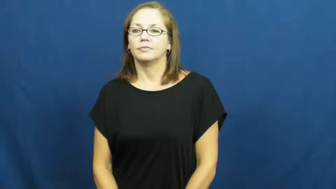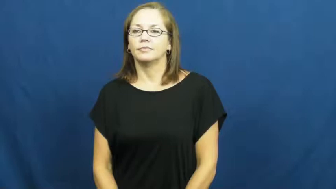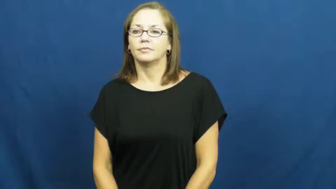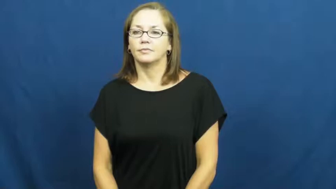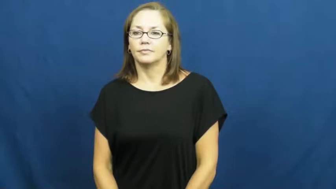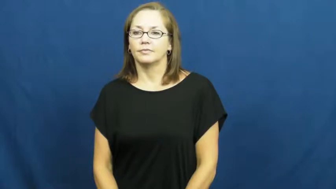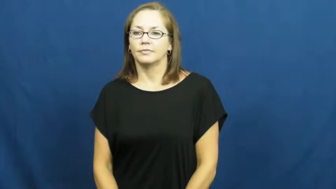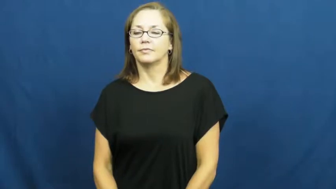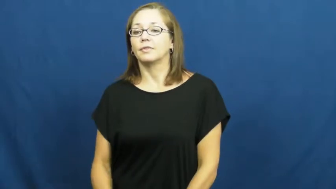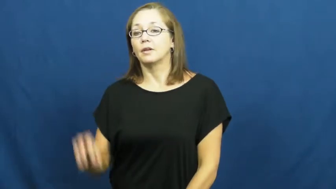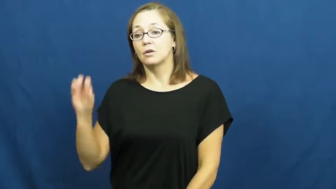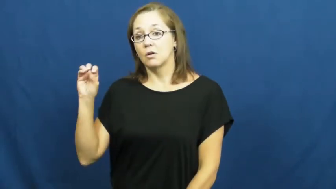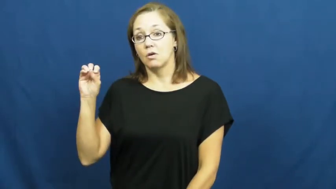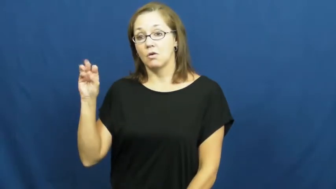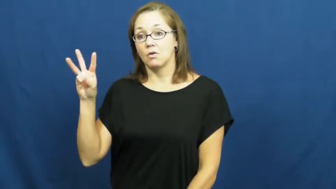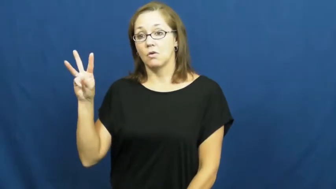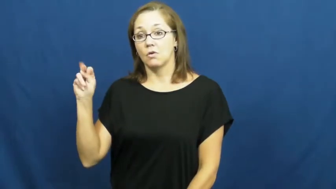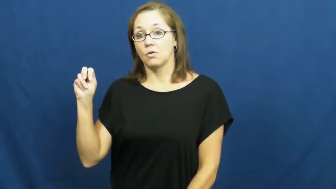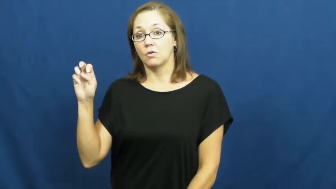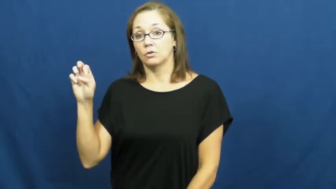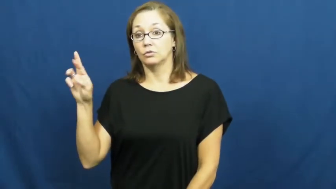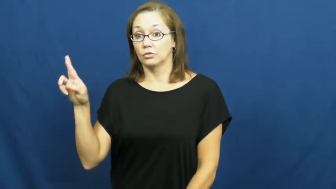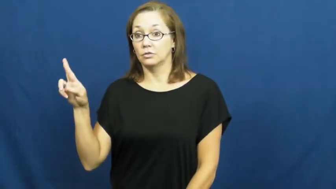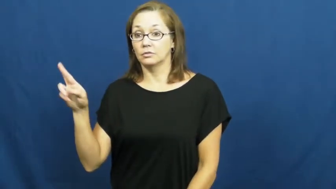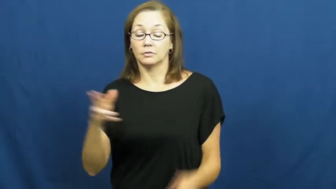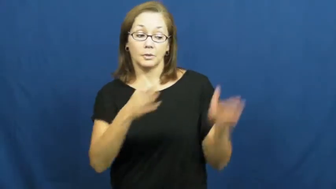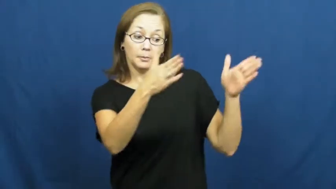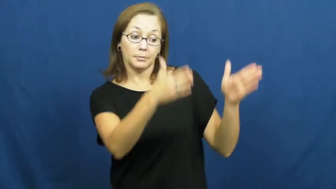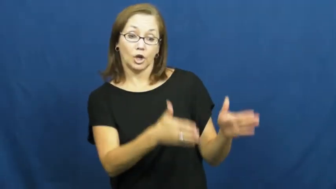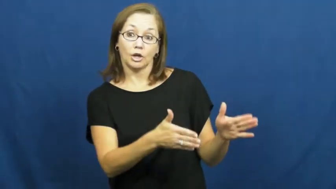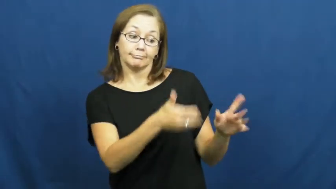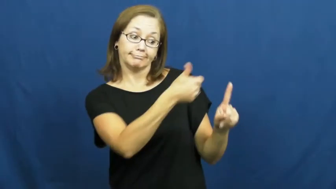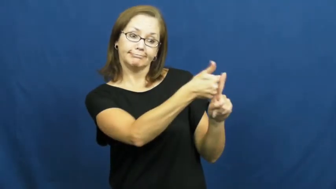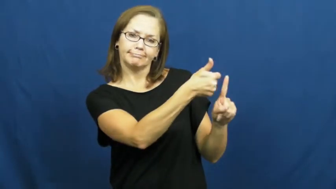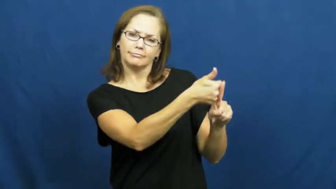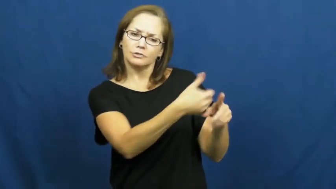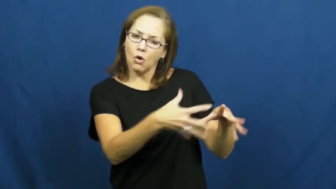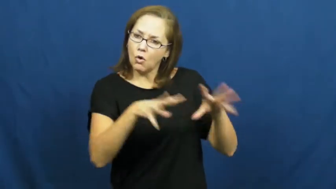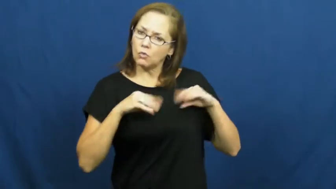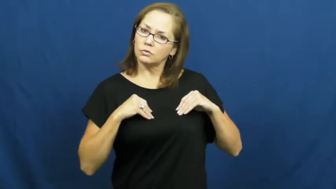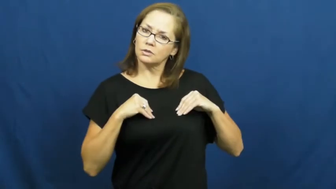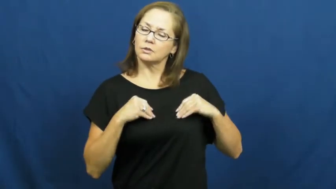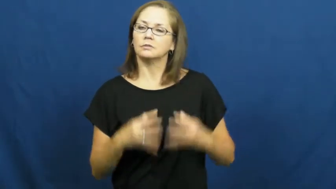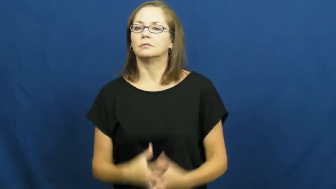owner